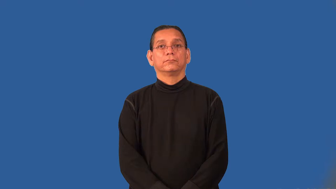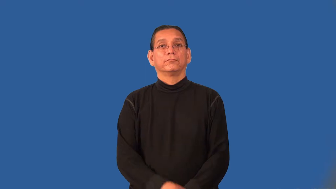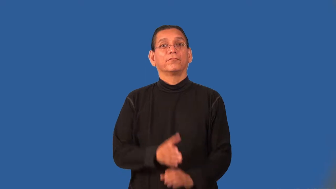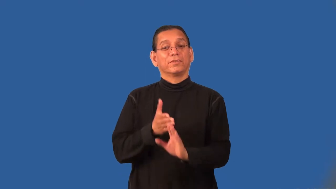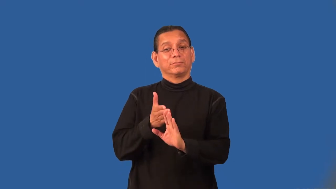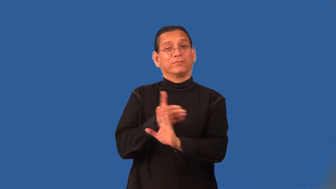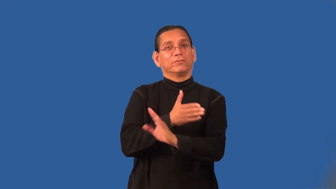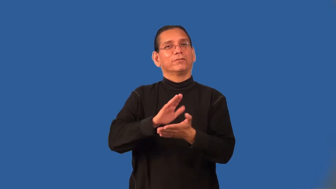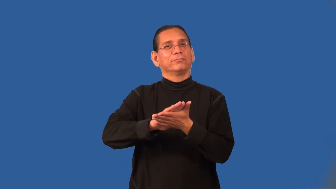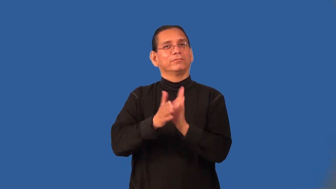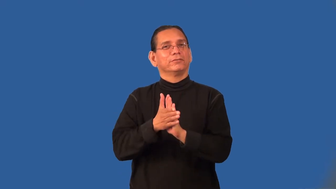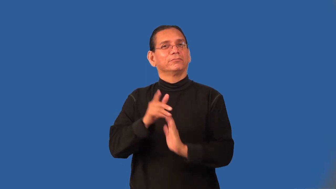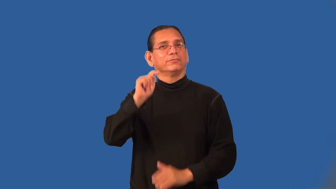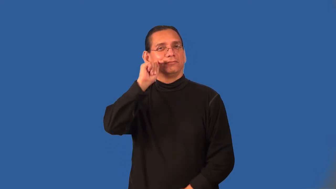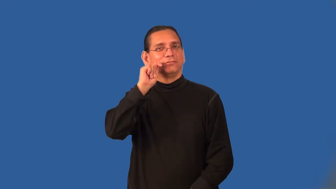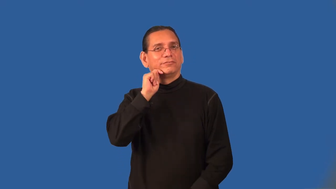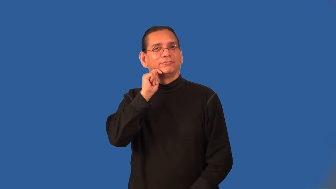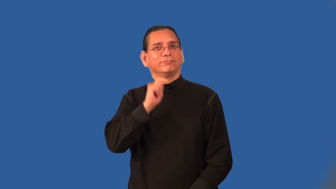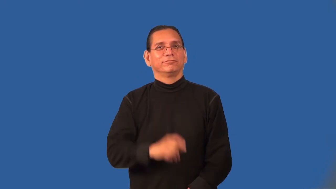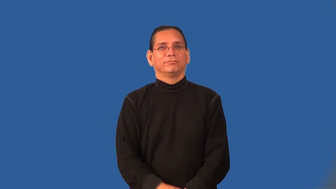preteen,prepubuscent,preadolescent